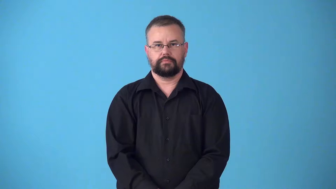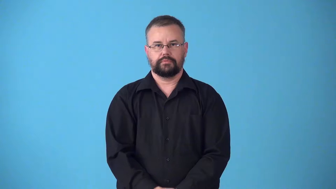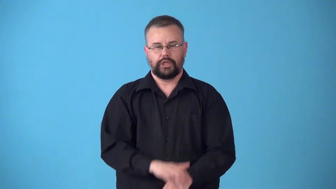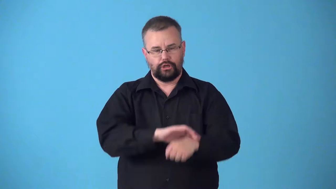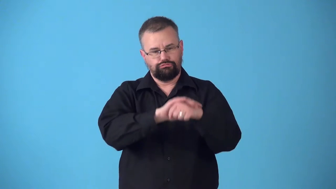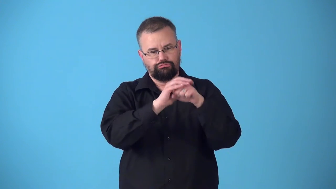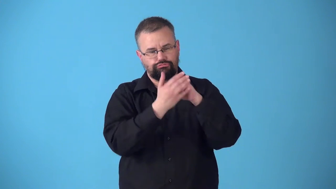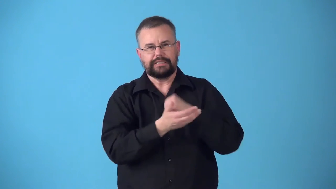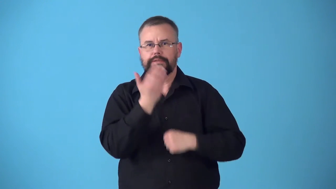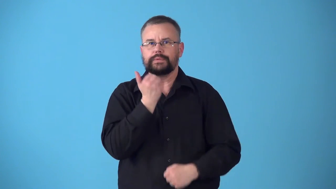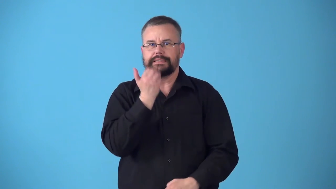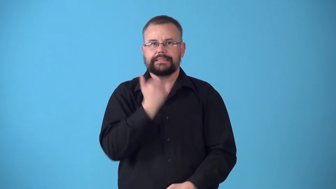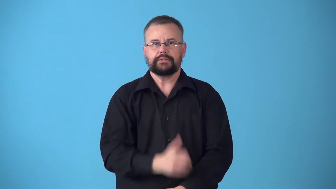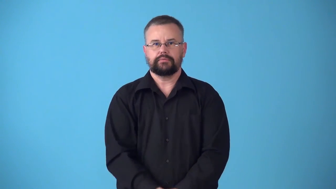sugarcoat,candycoated-candy